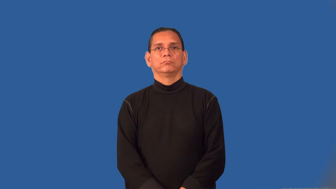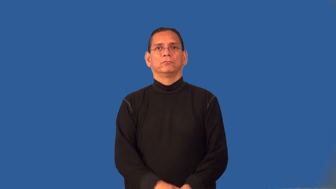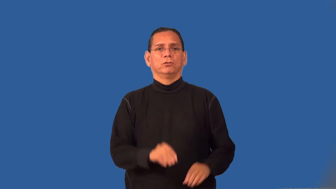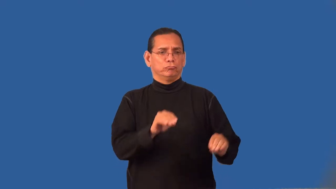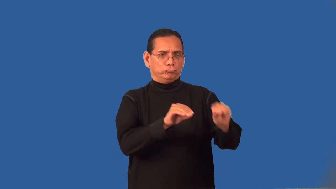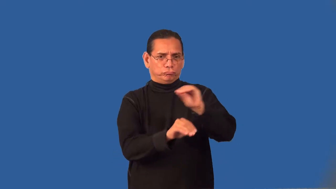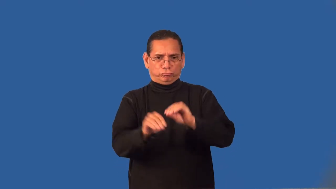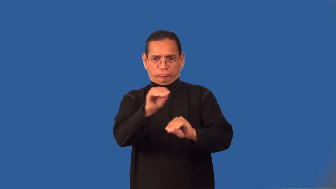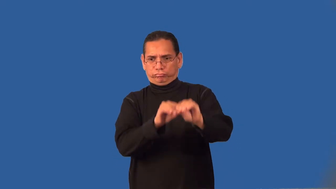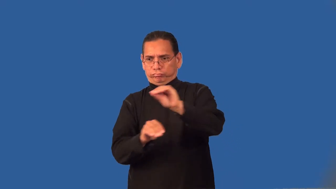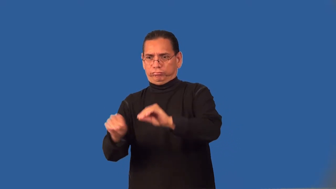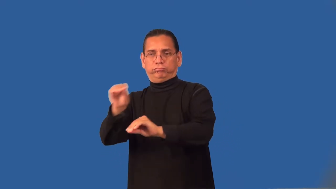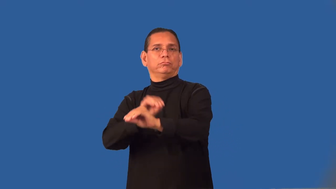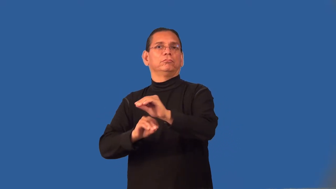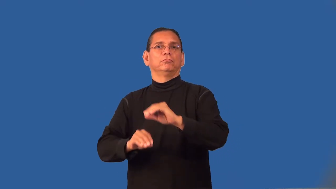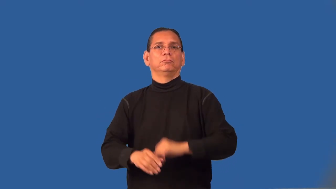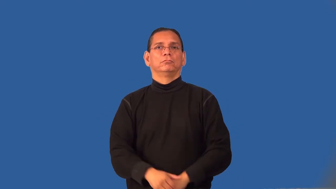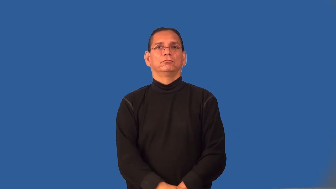rearrange,reorder